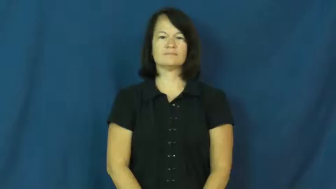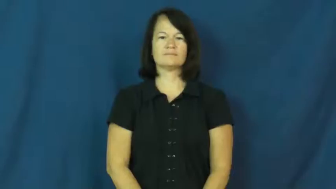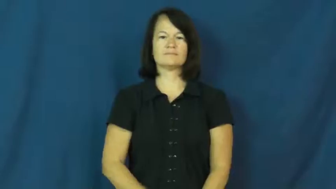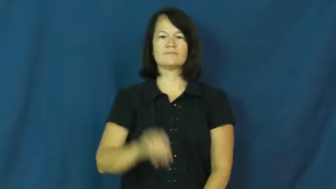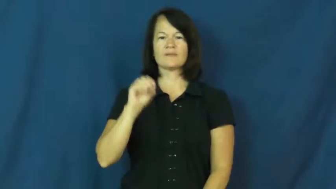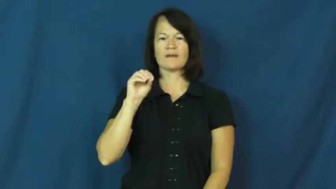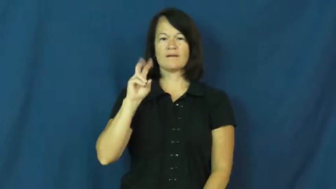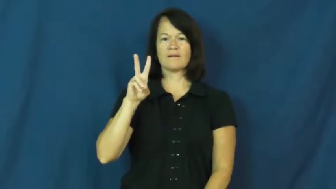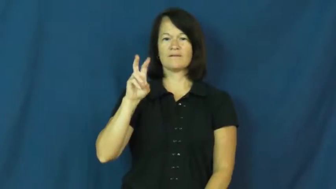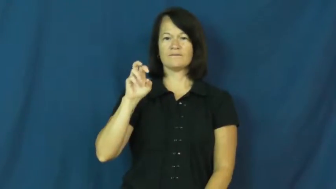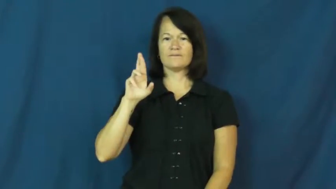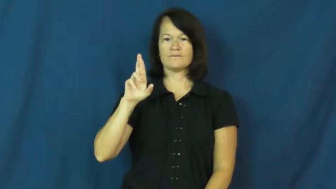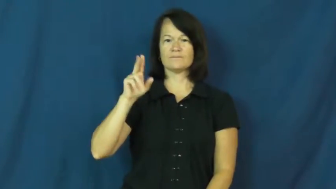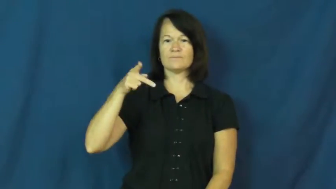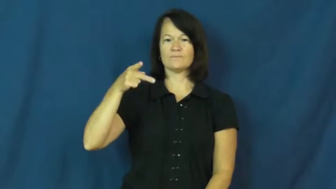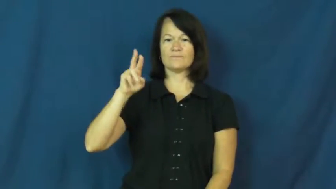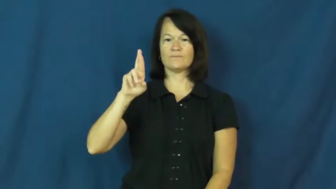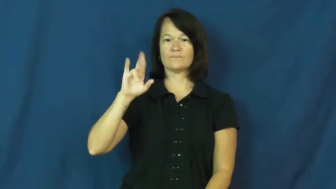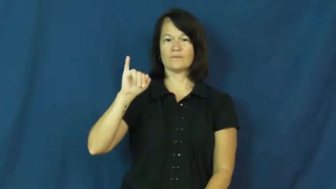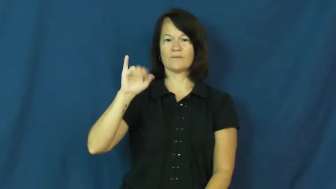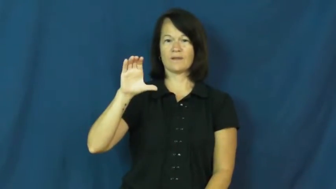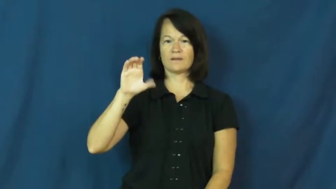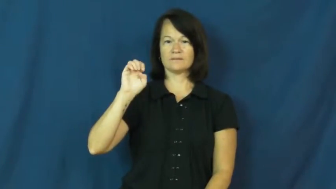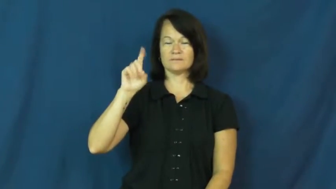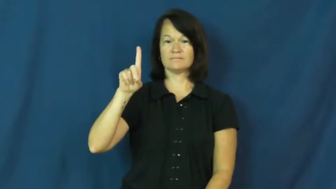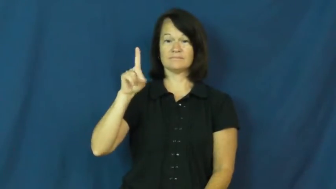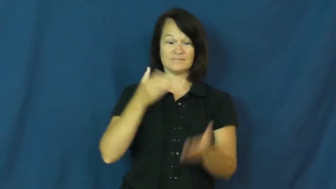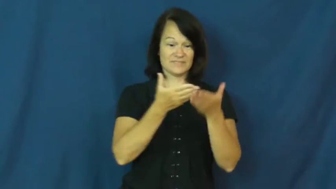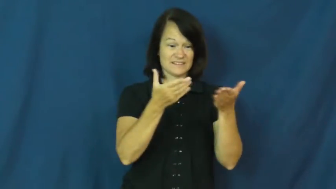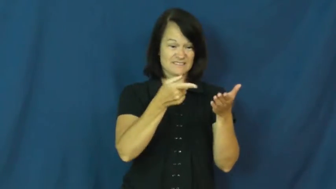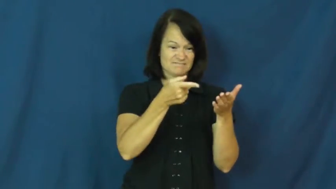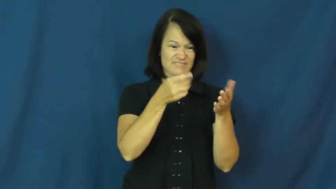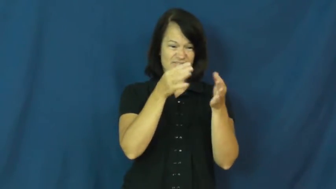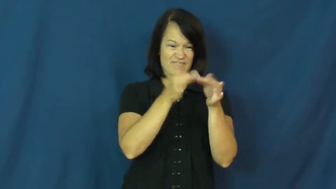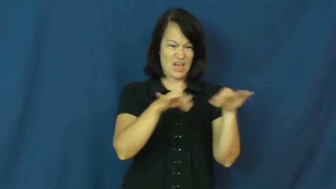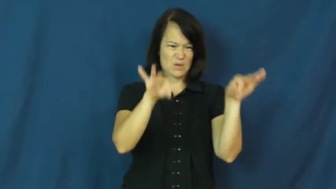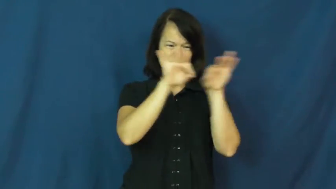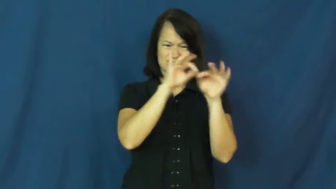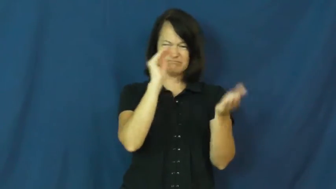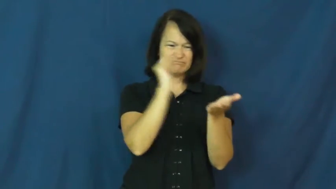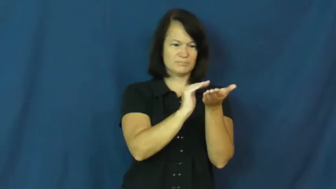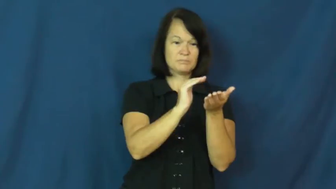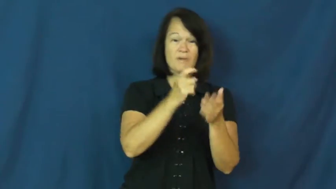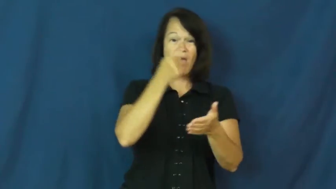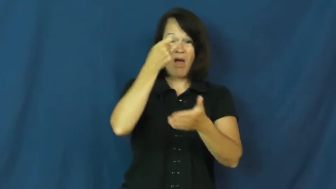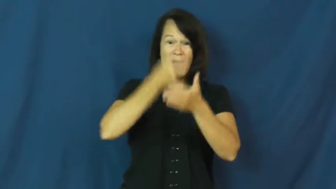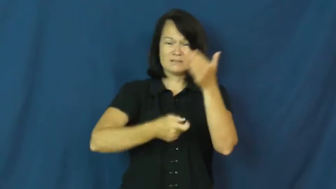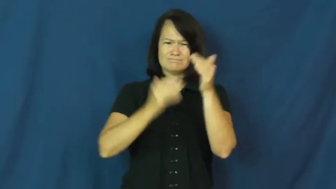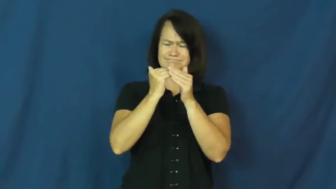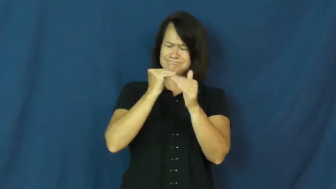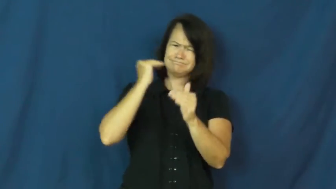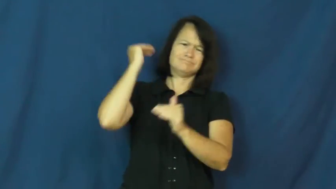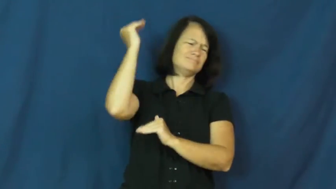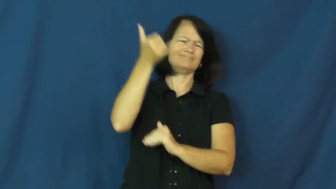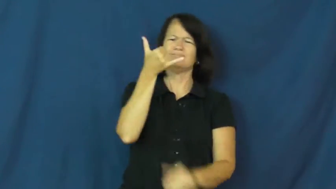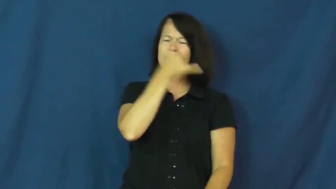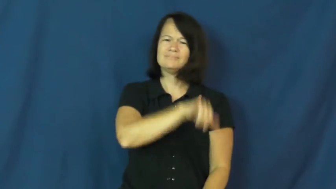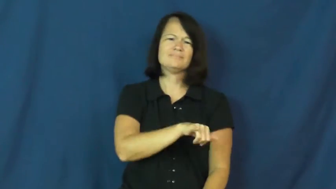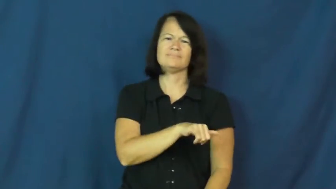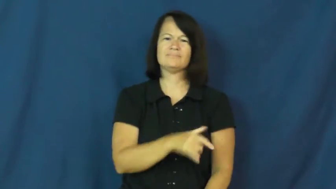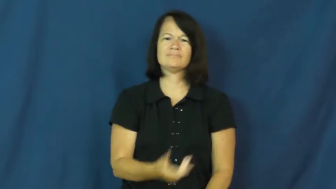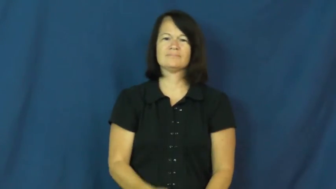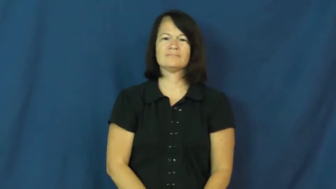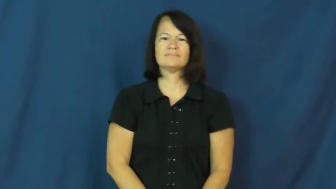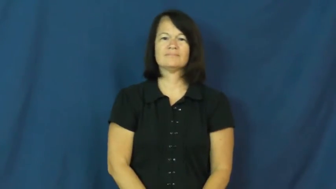overpriced